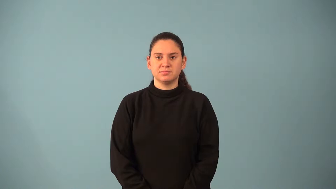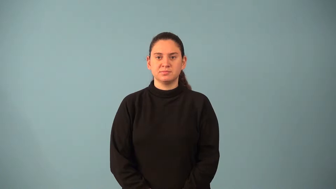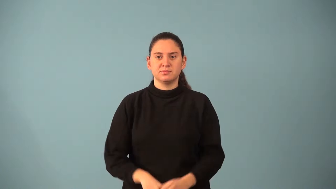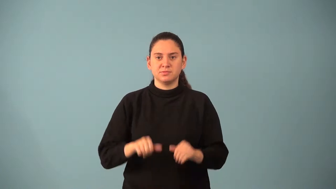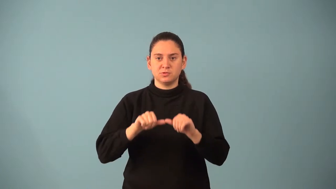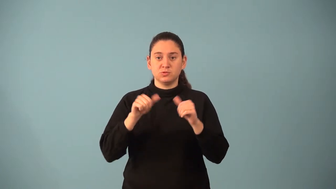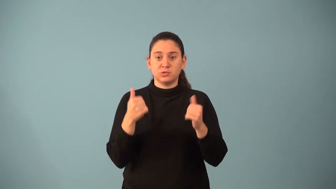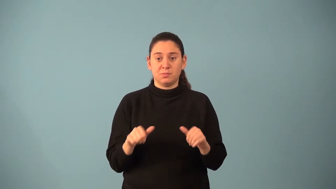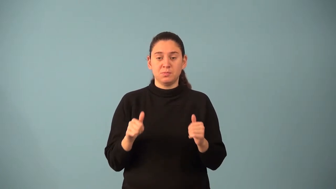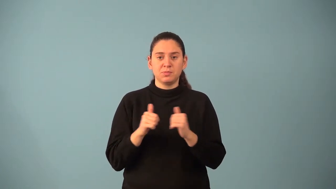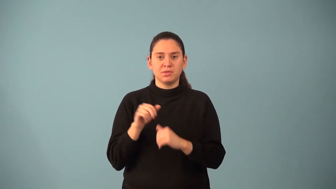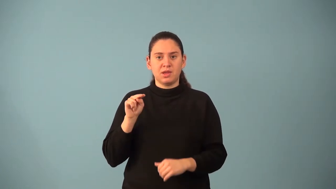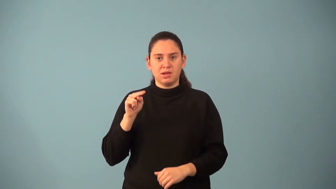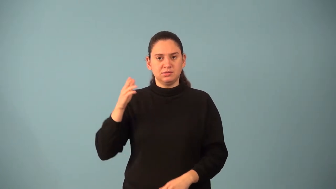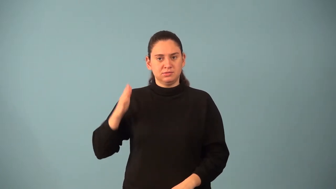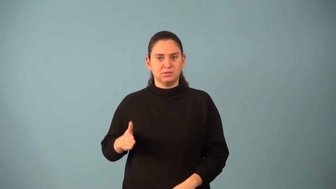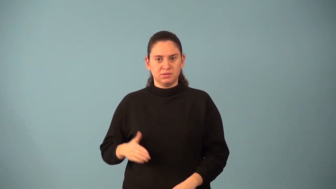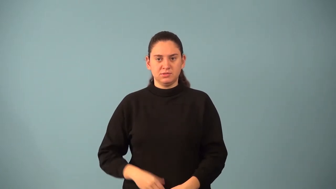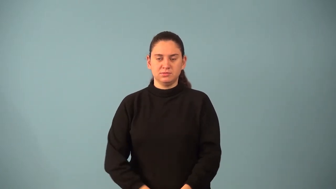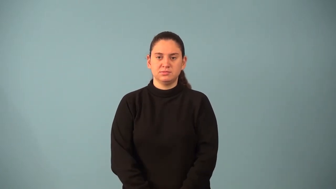n-gon